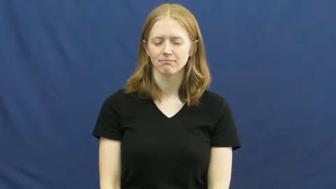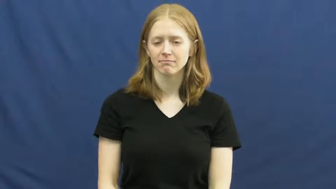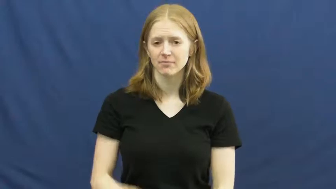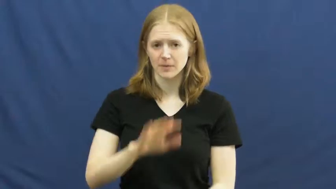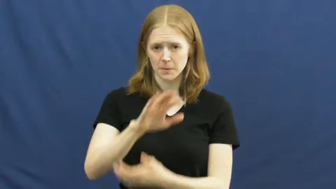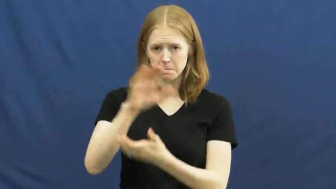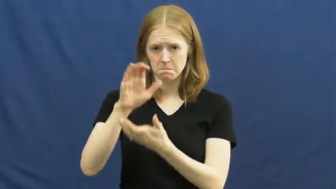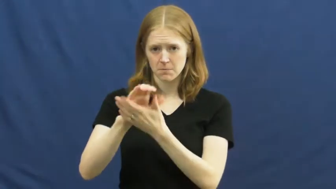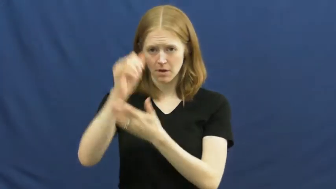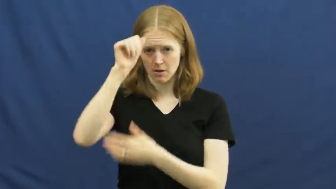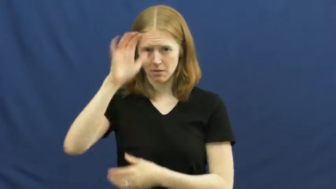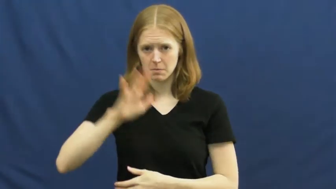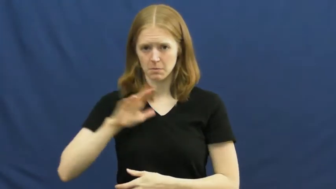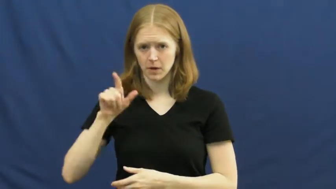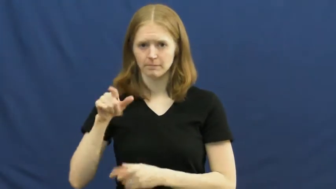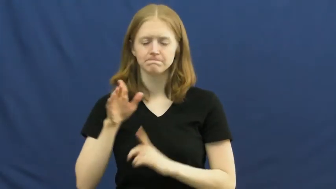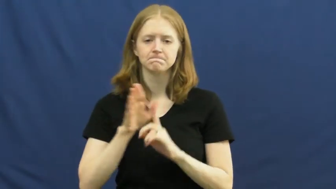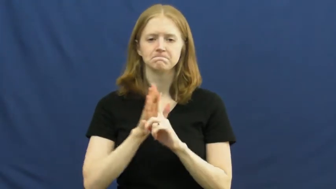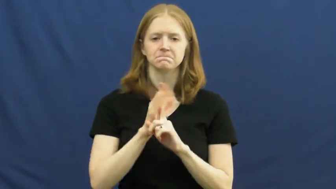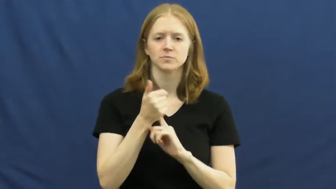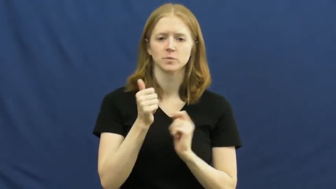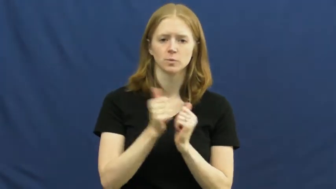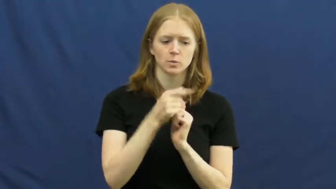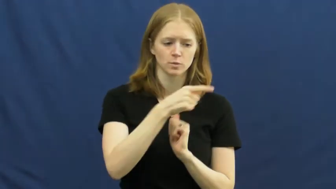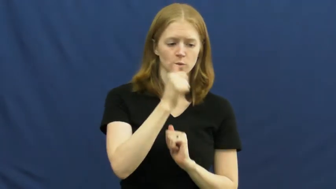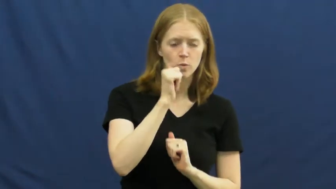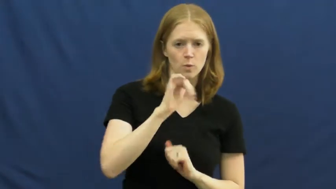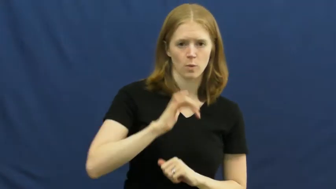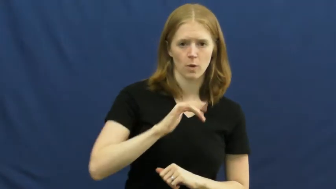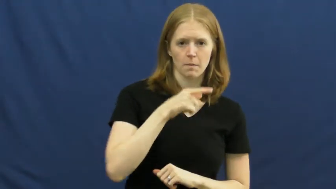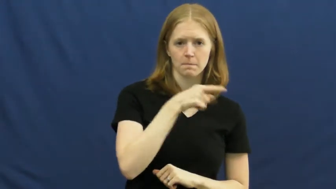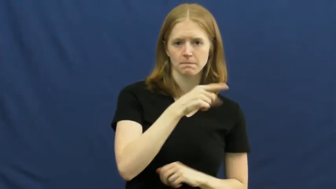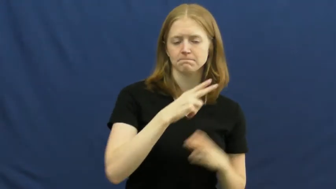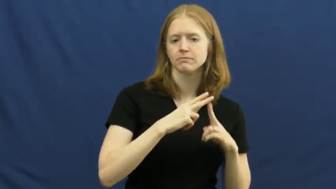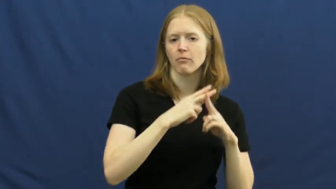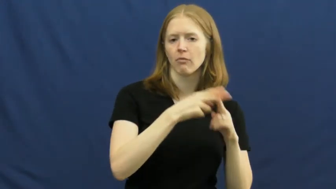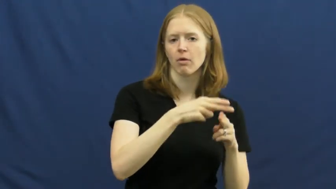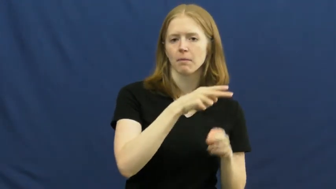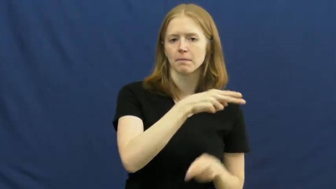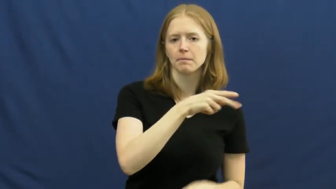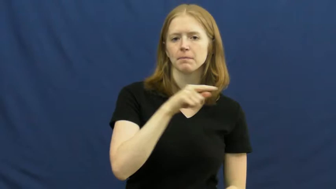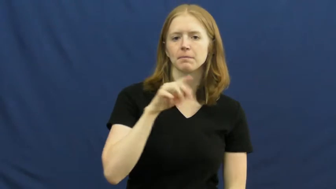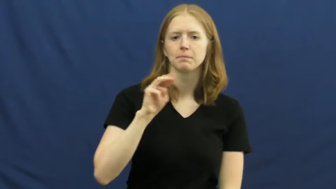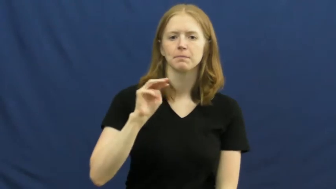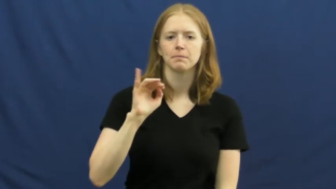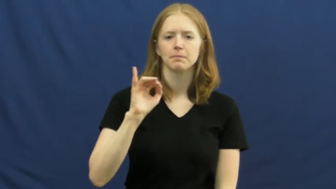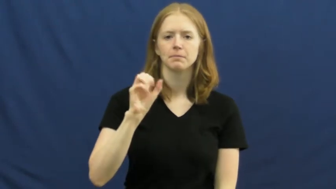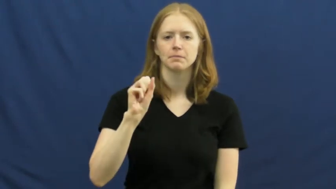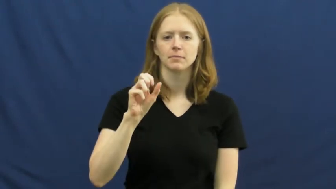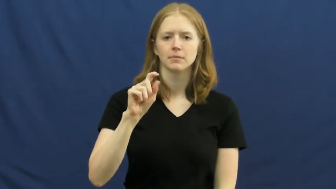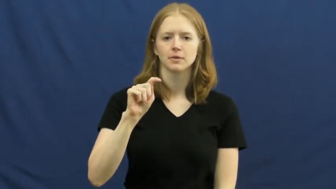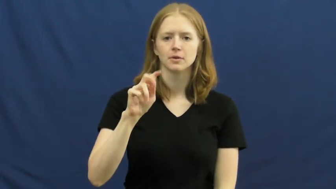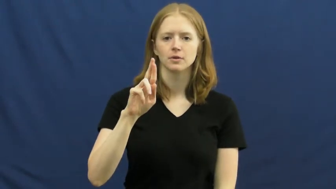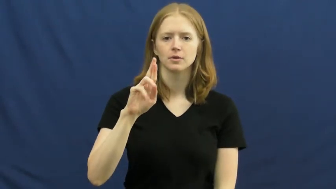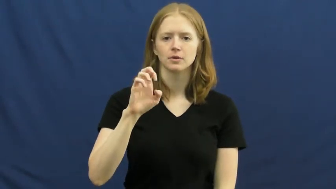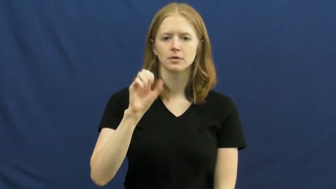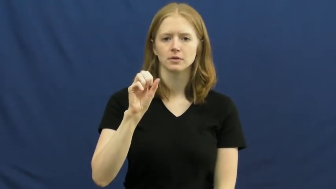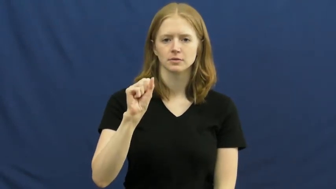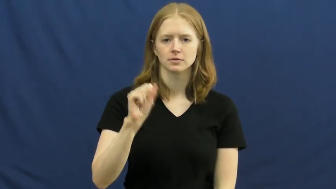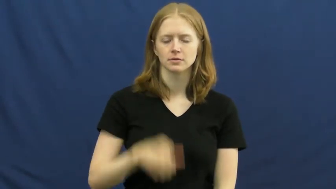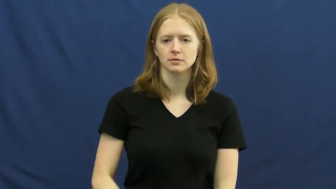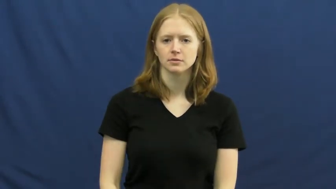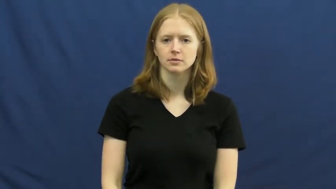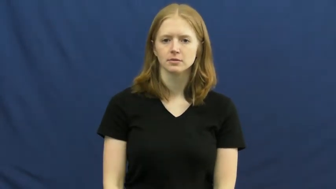mistress,chachka-affair